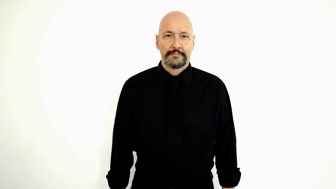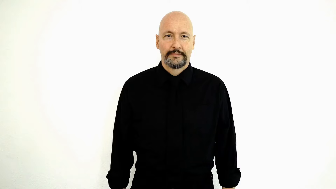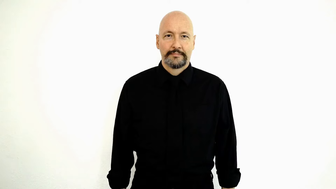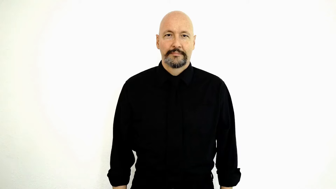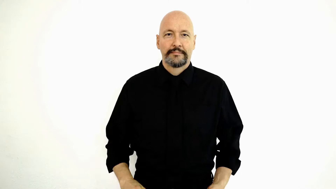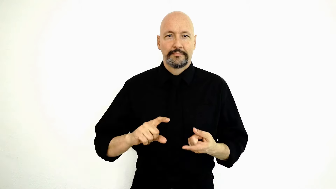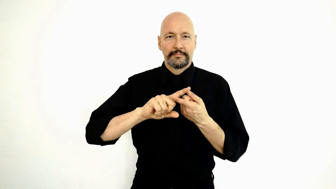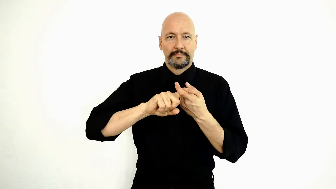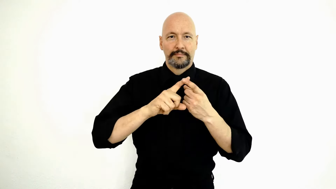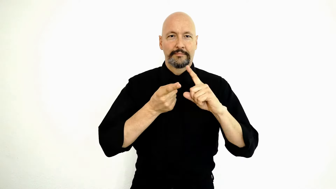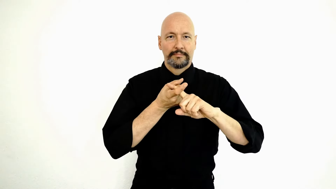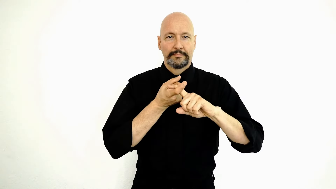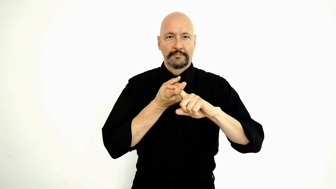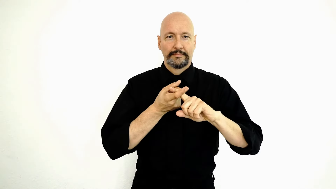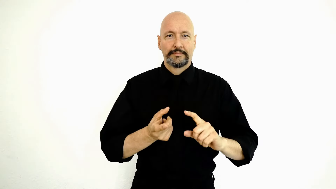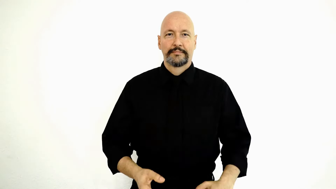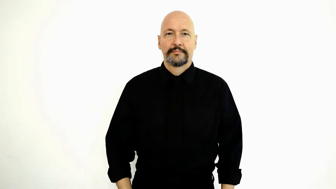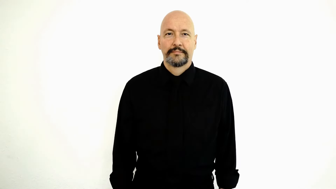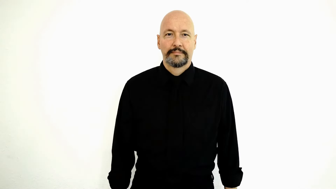FRIEND